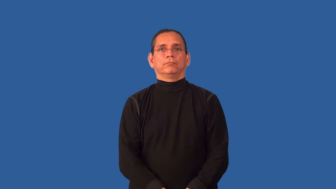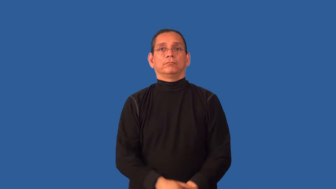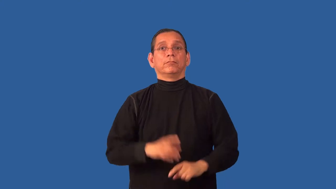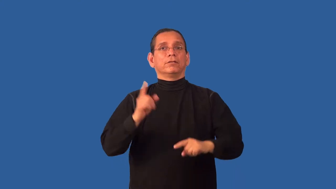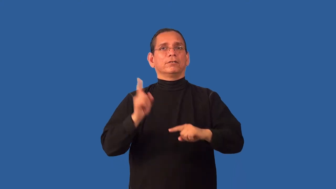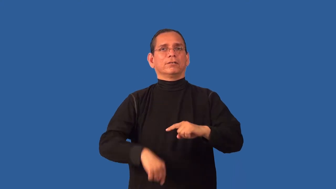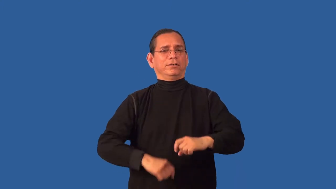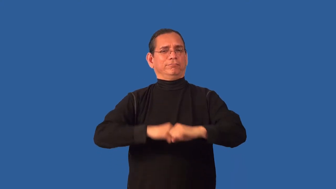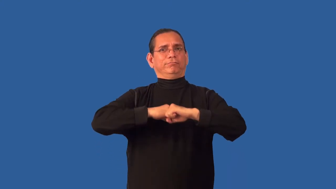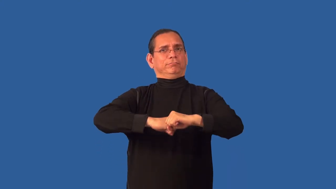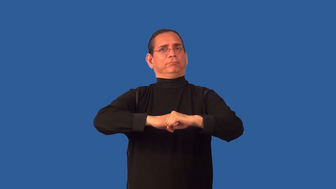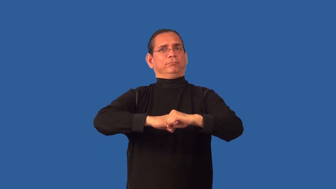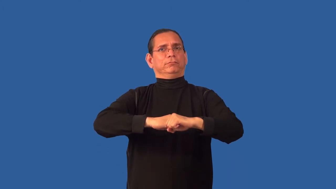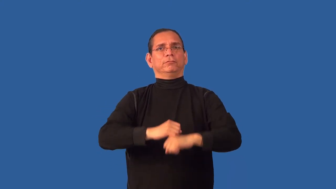untenable